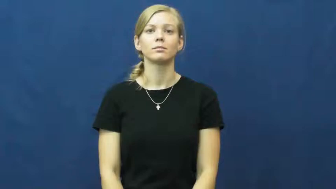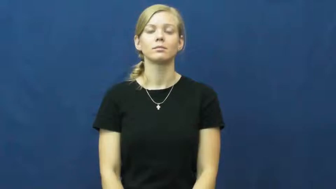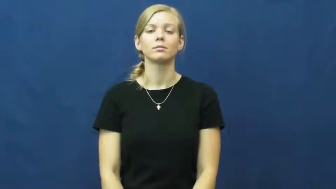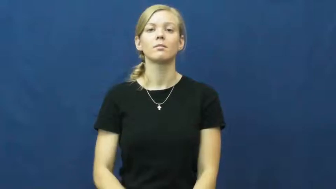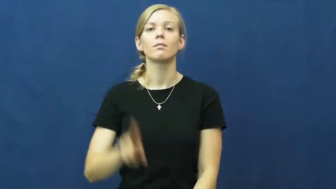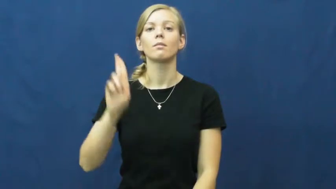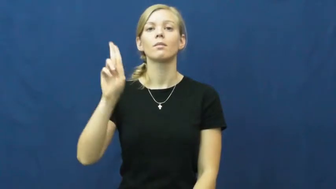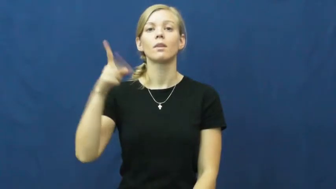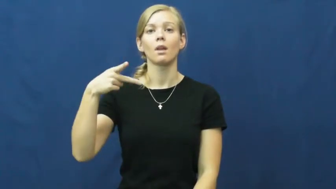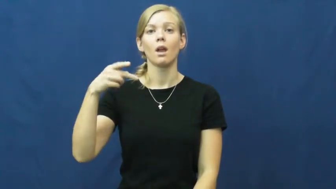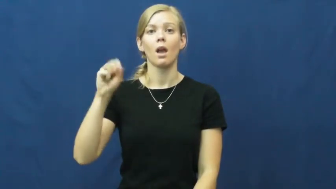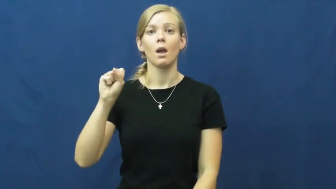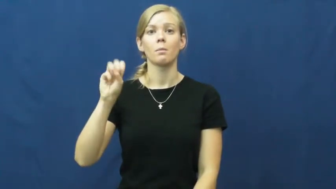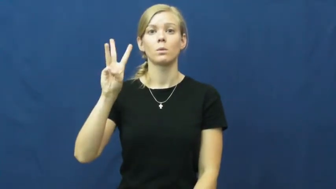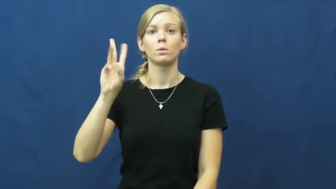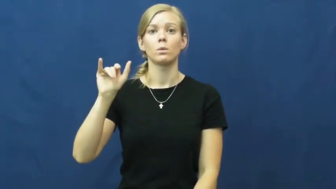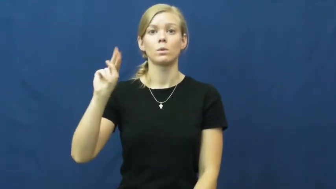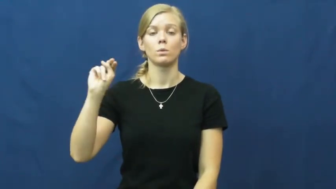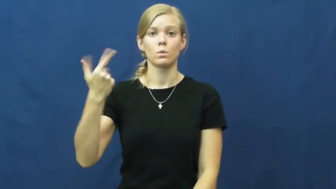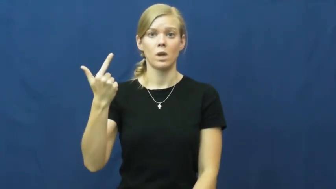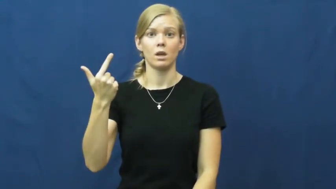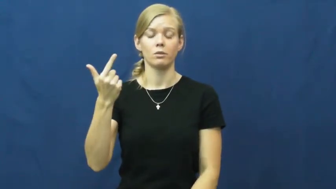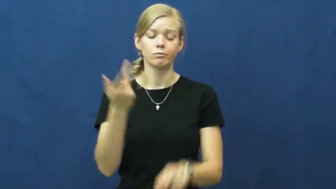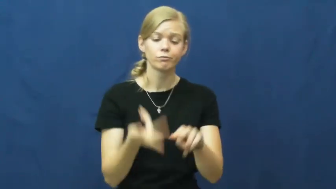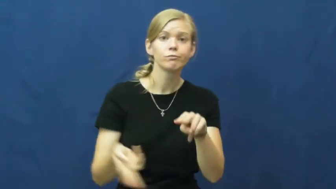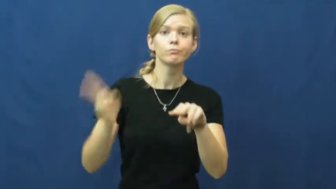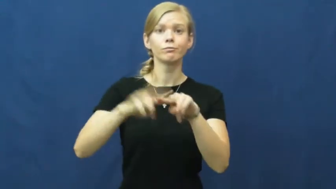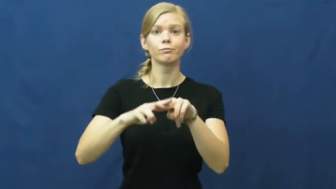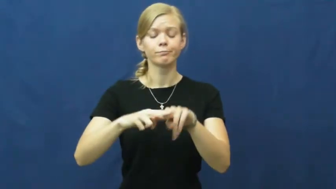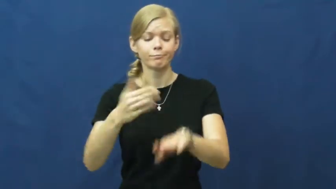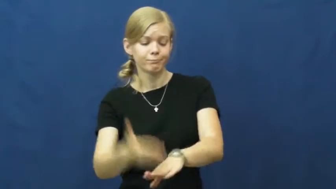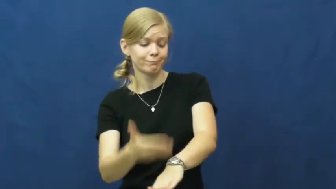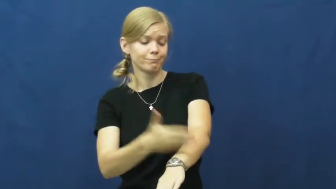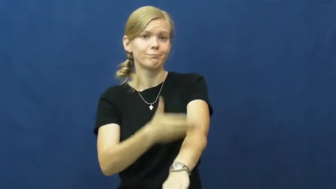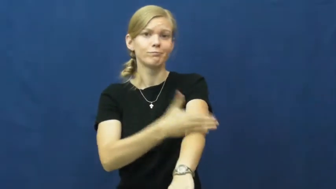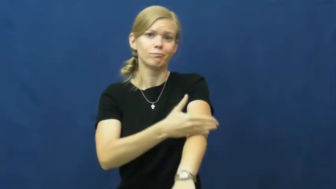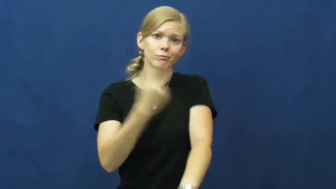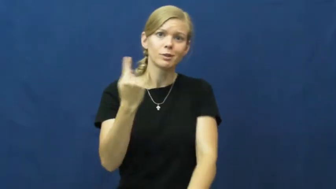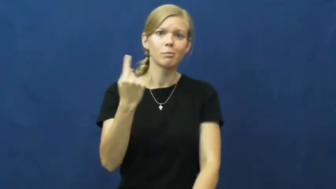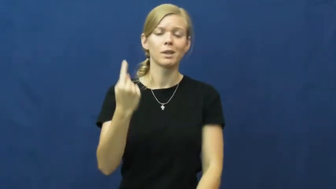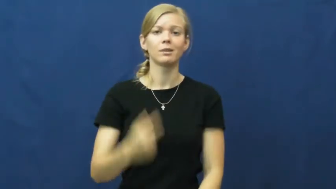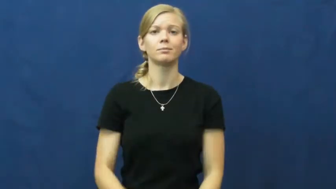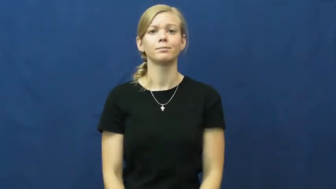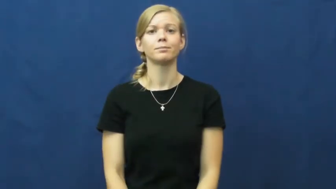upswing-increase